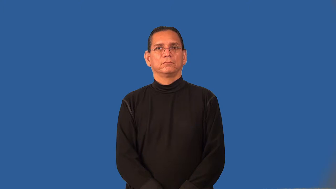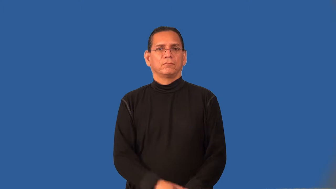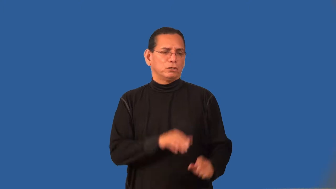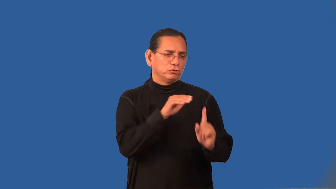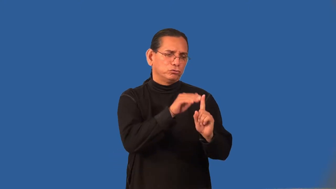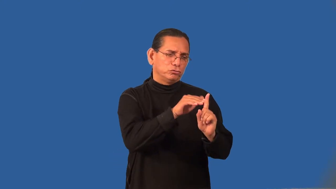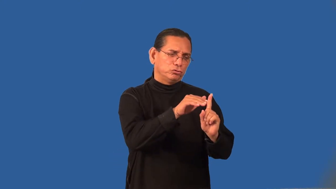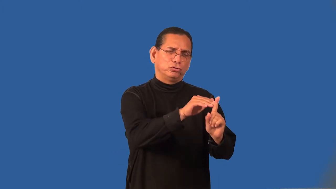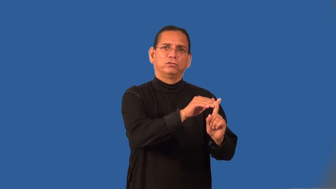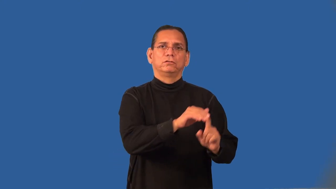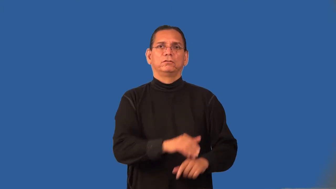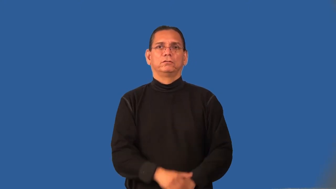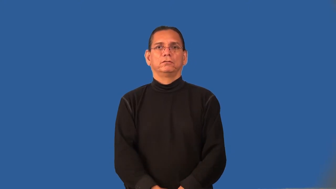pushy